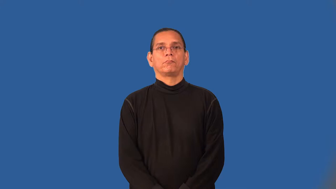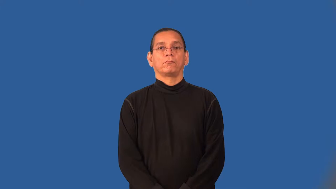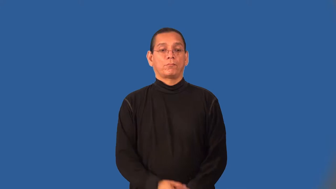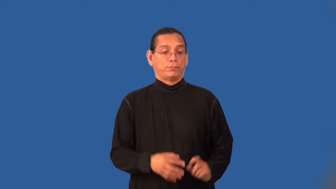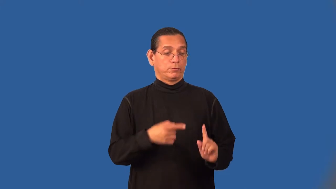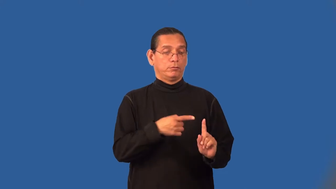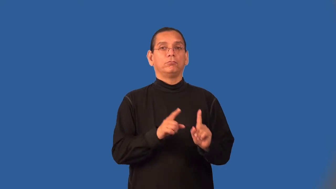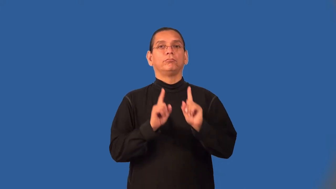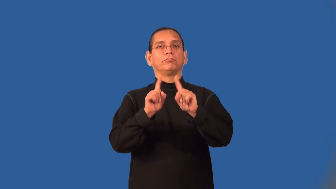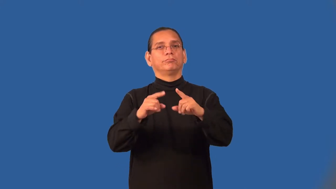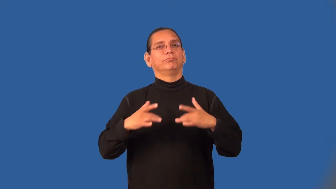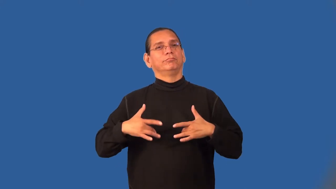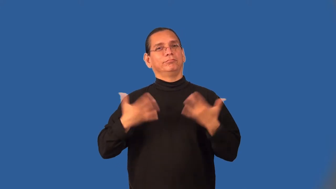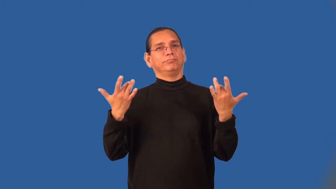attendee